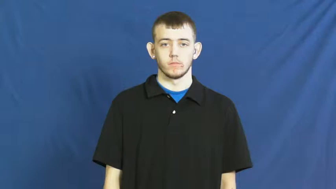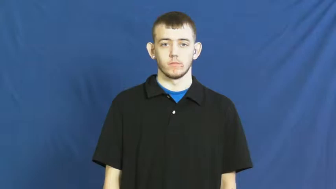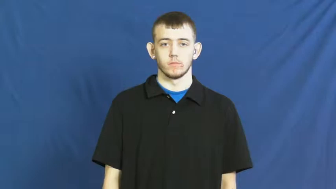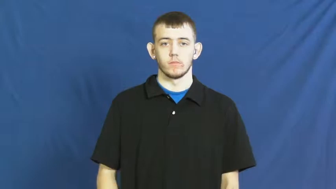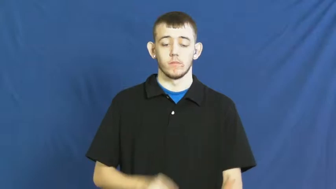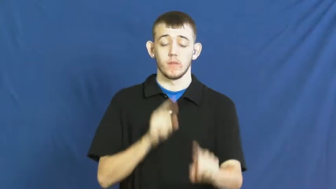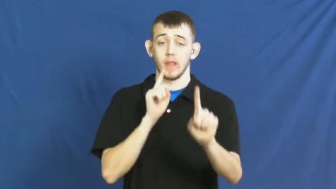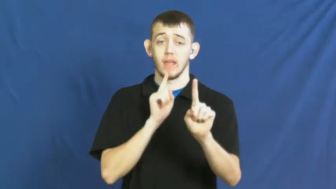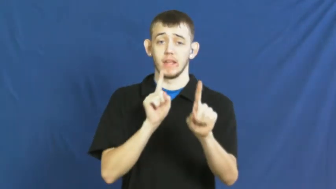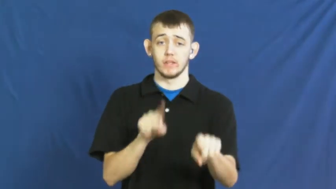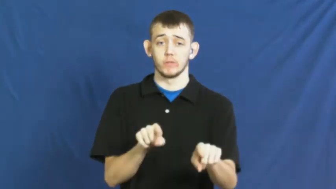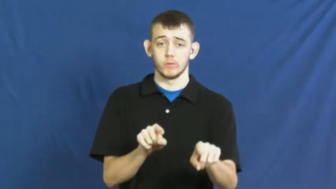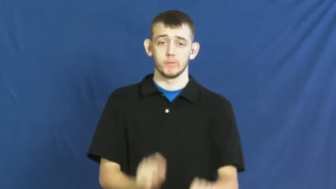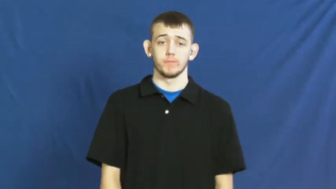react,greet-respond